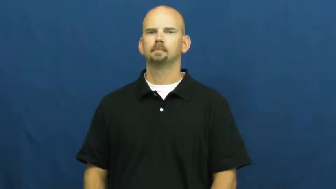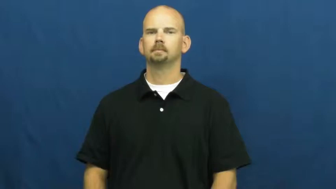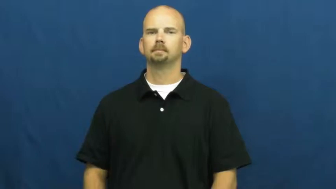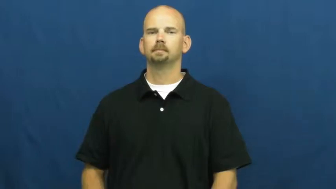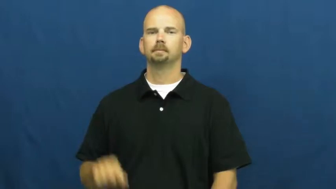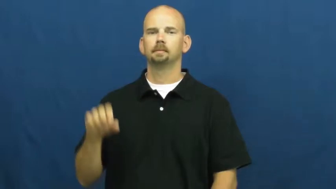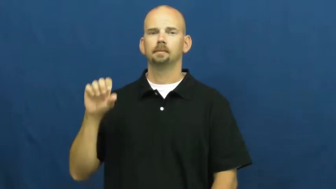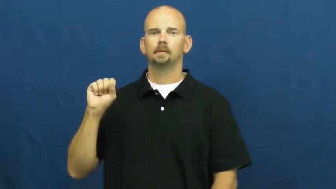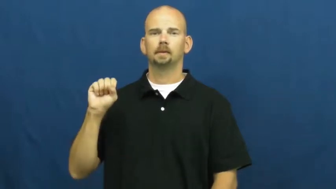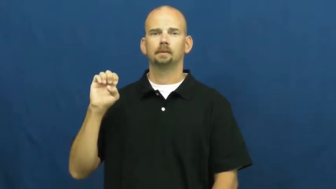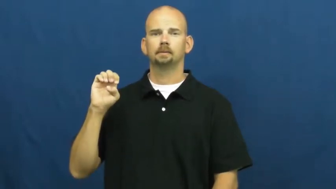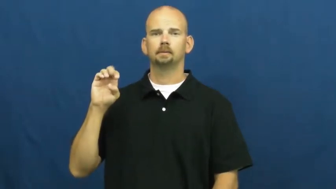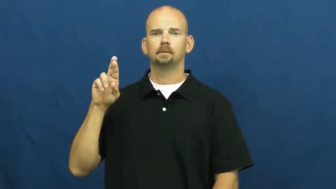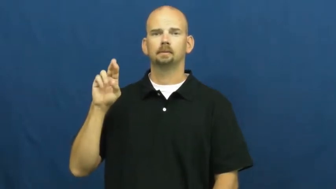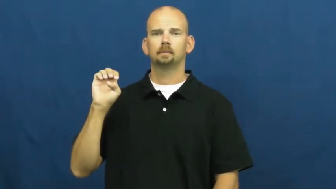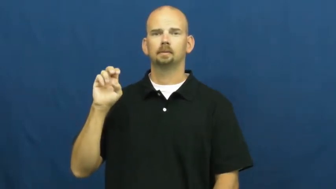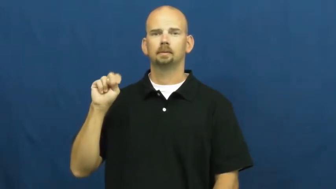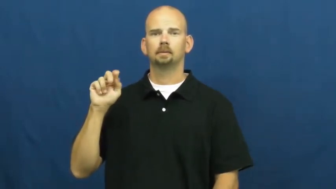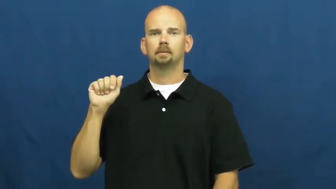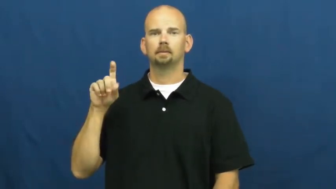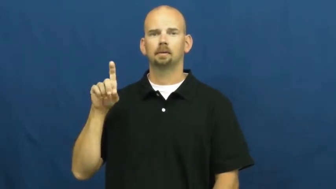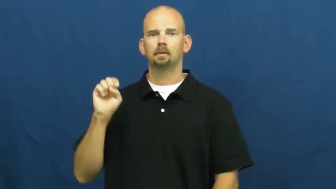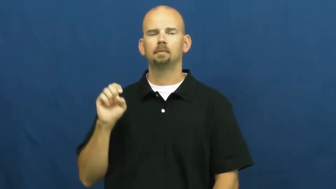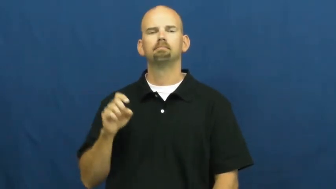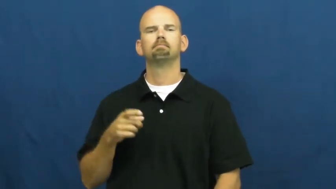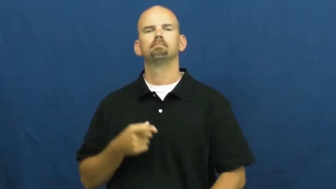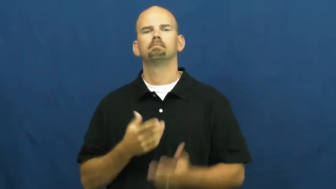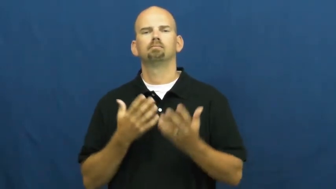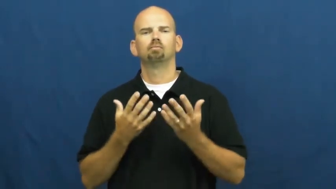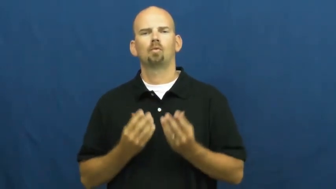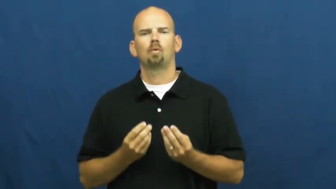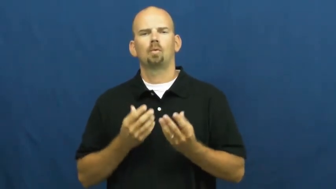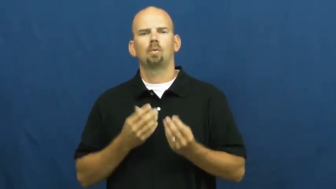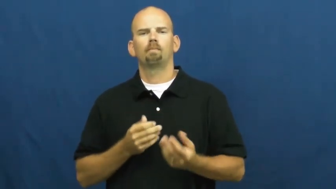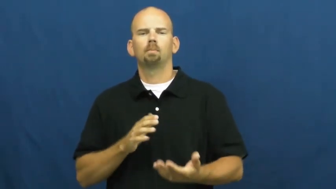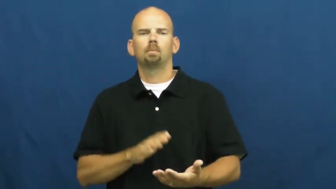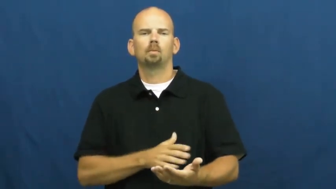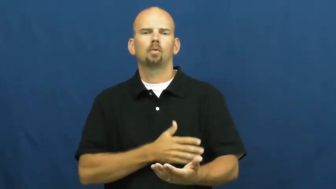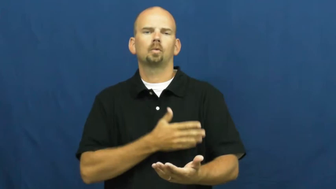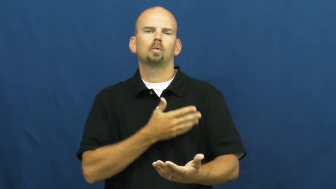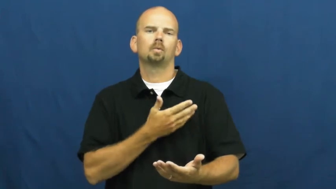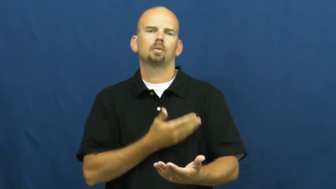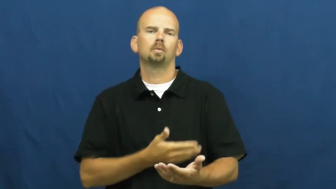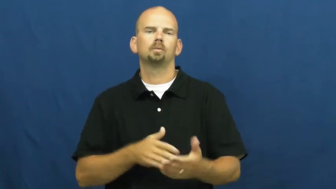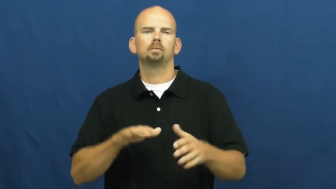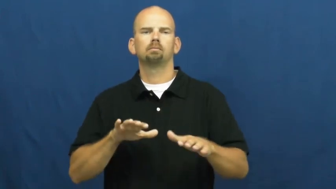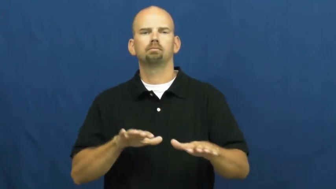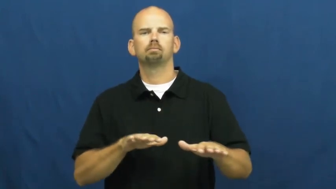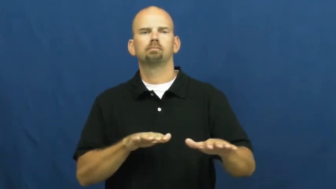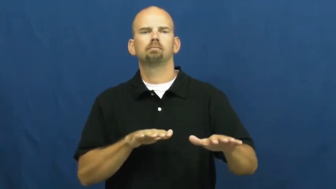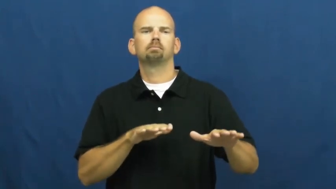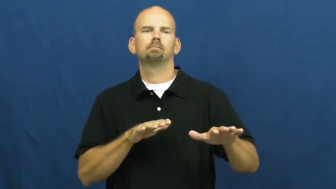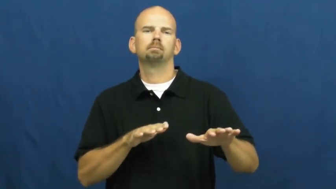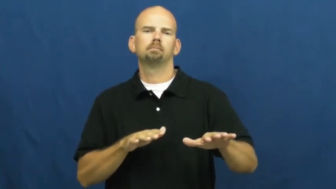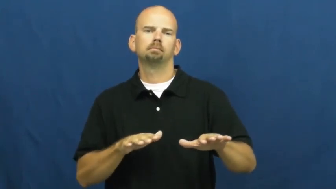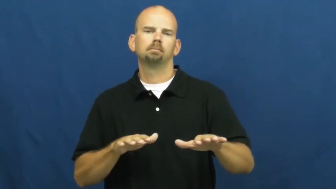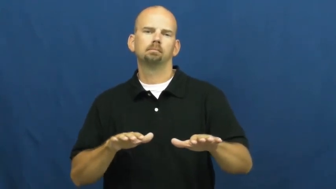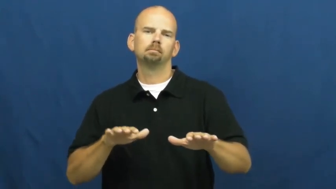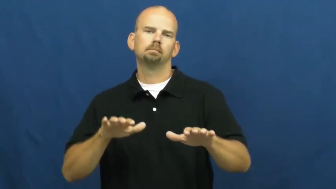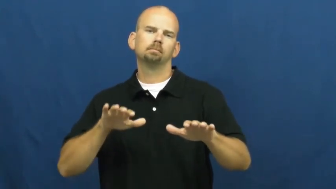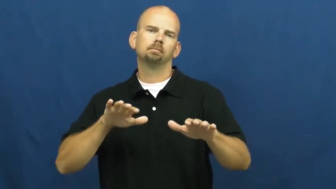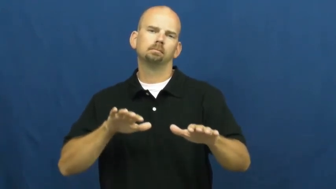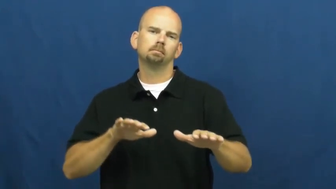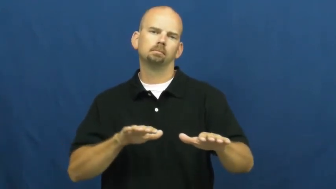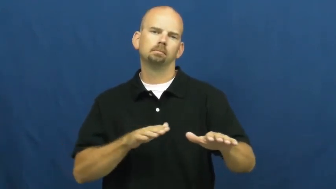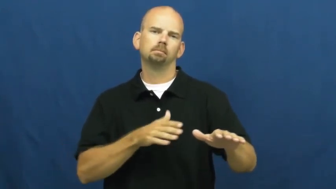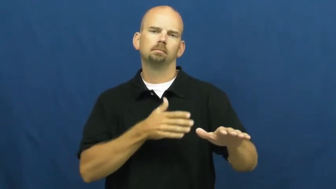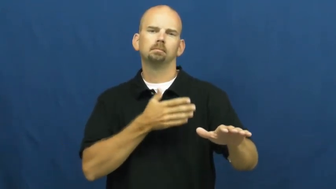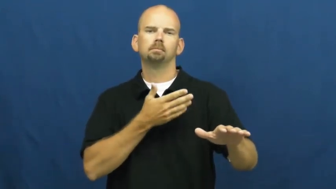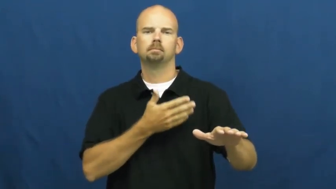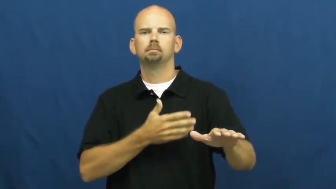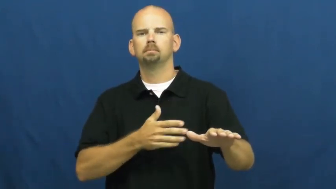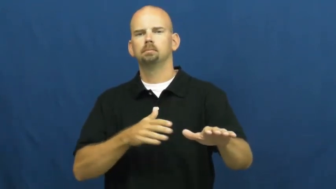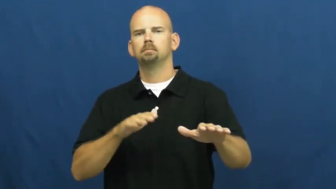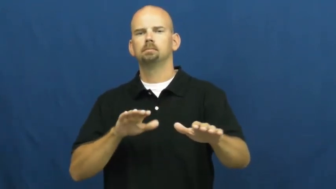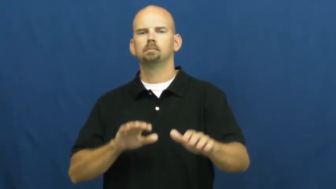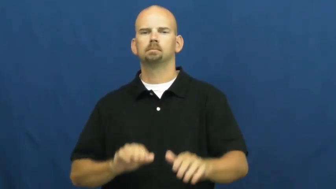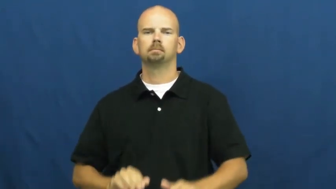serenade